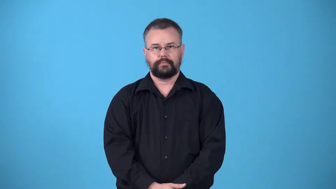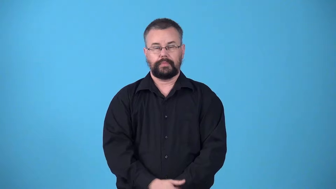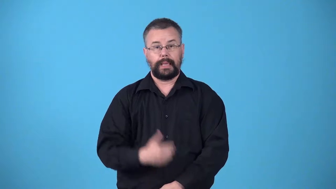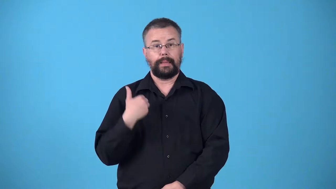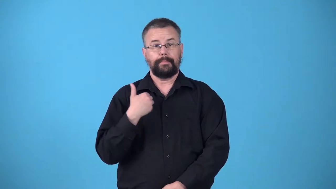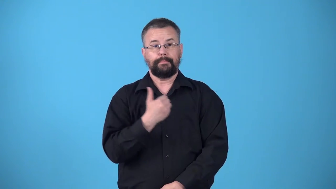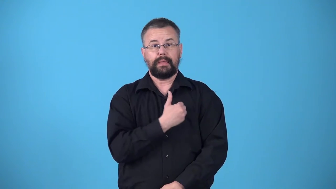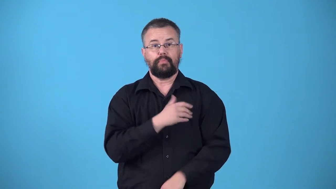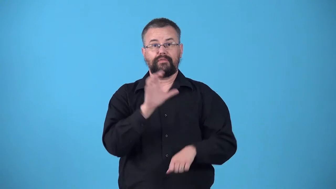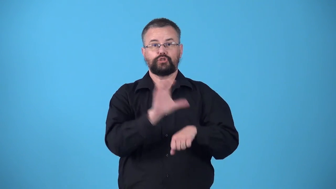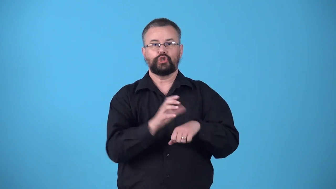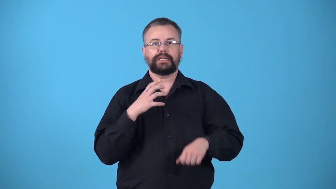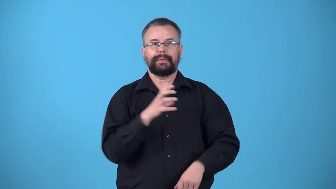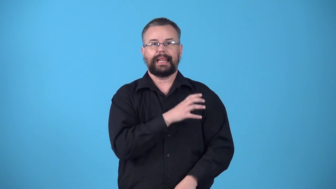vestryman-member of church committee